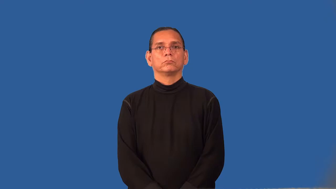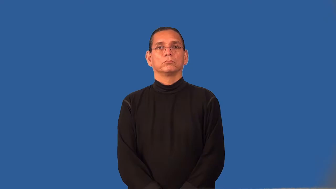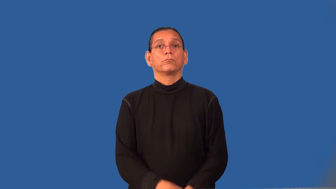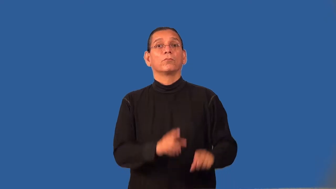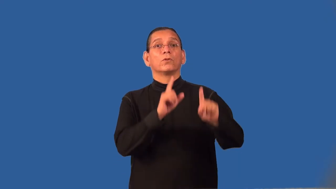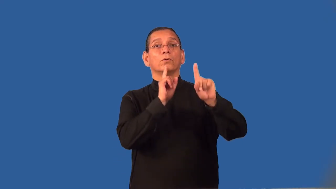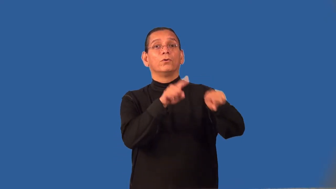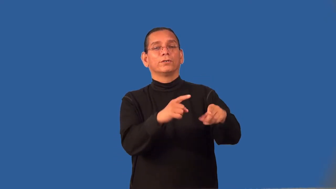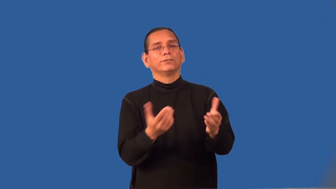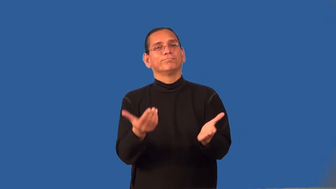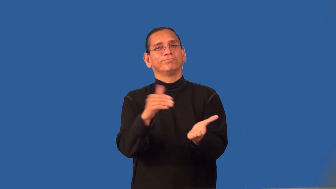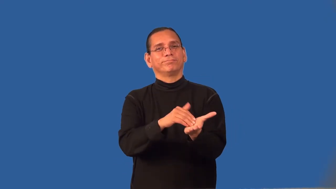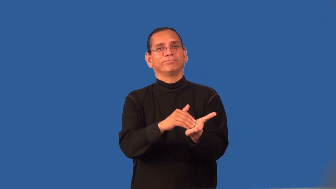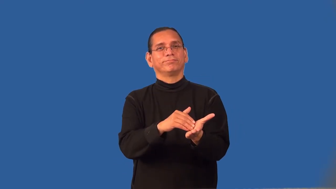reorder-order again